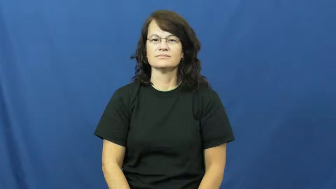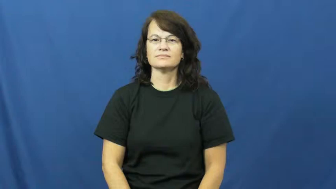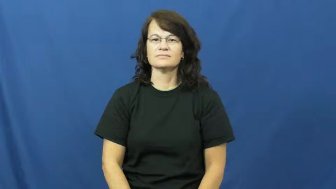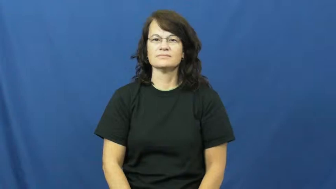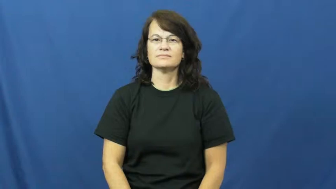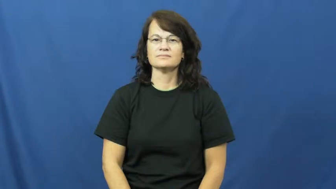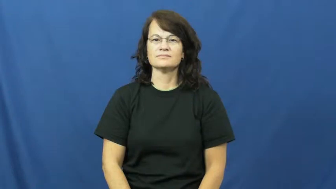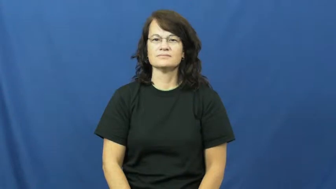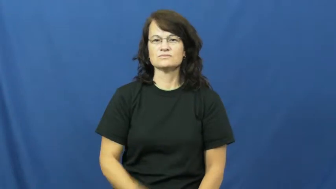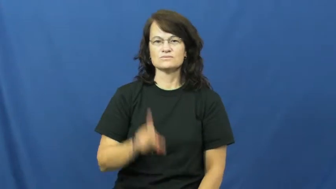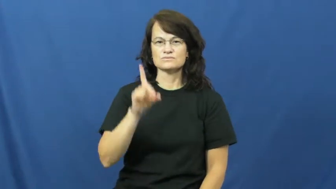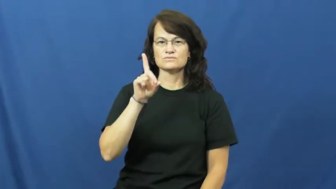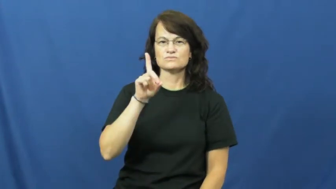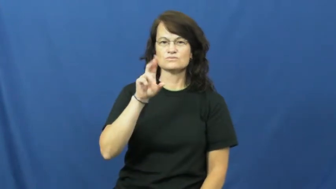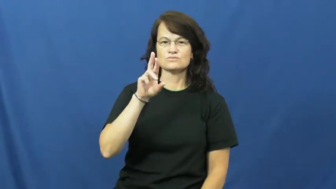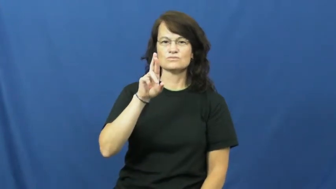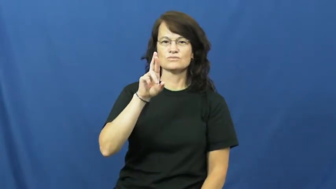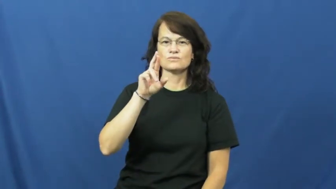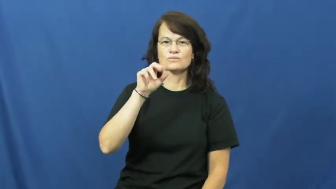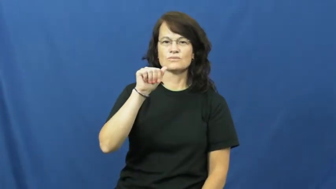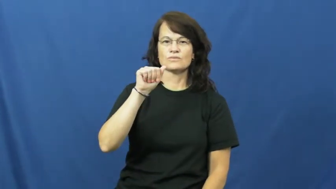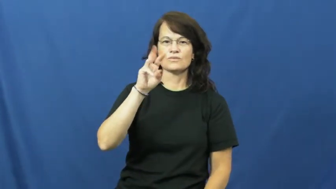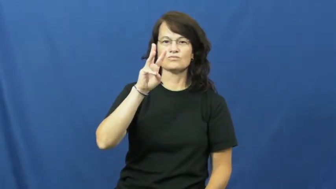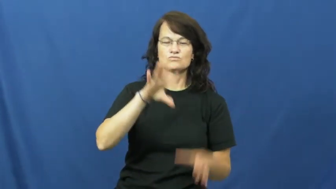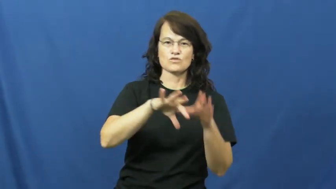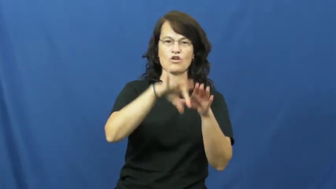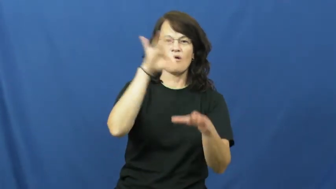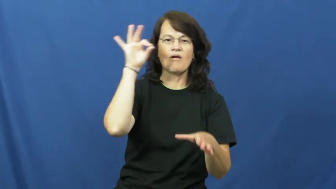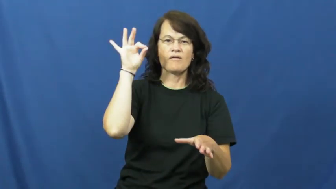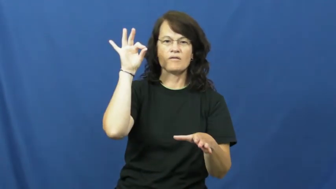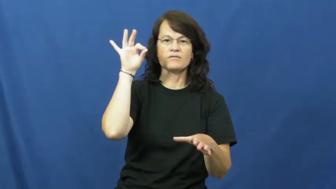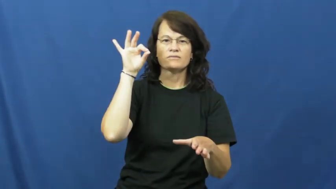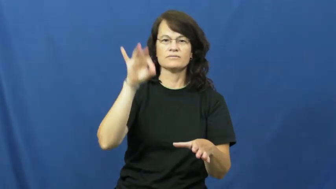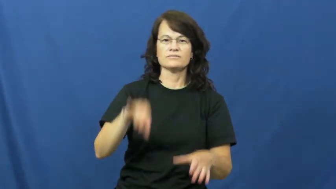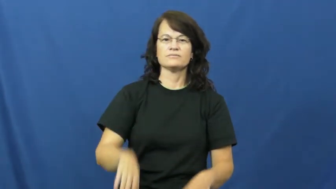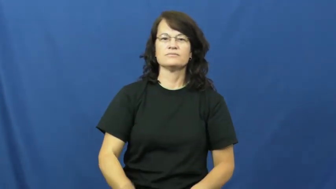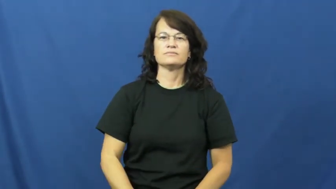draw-pick